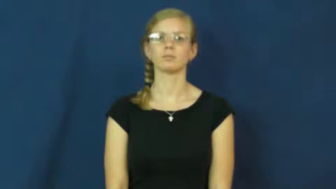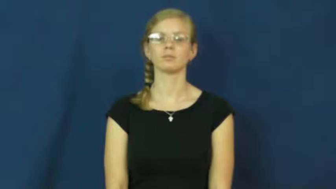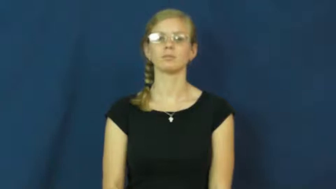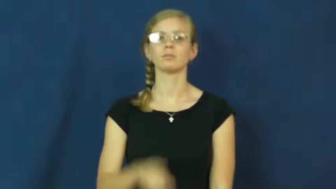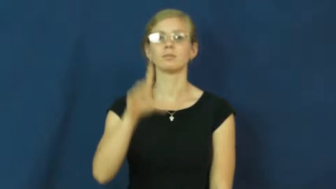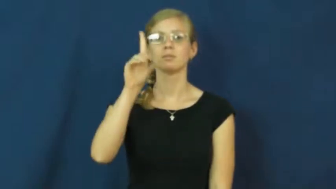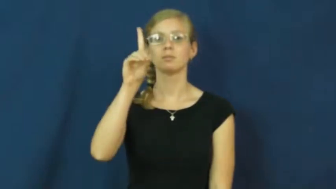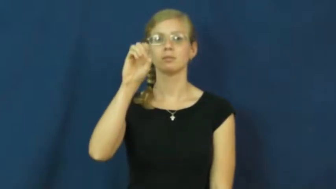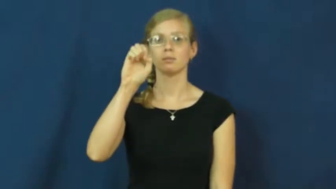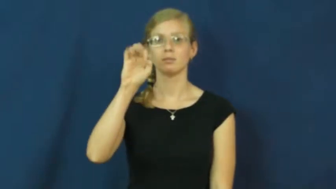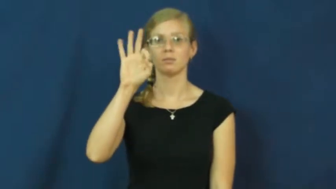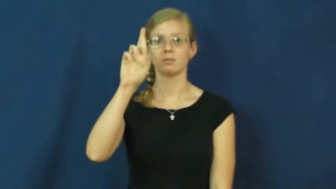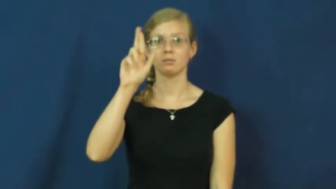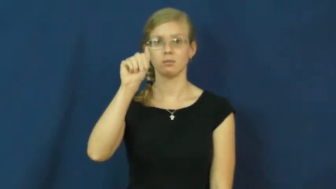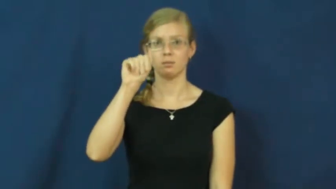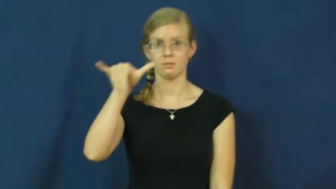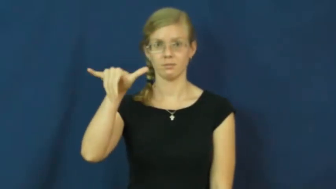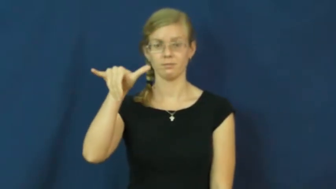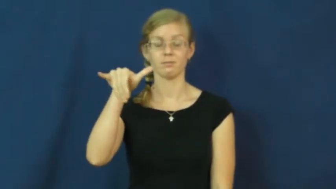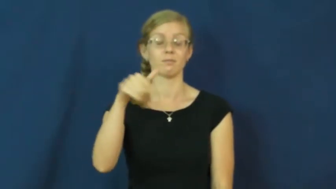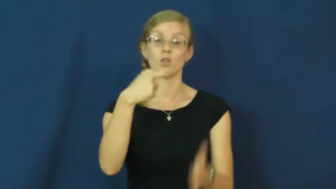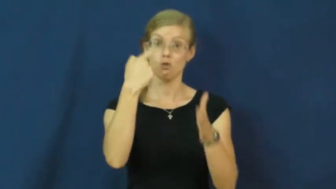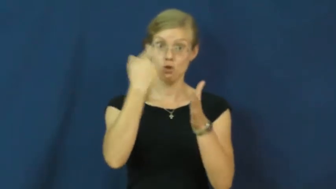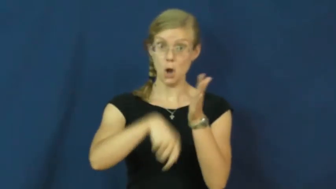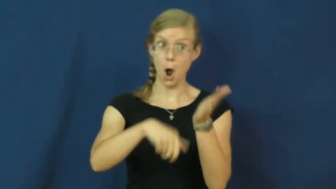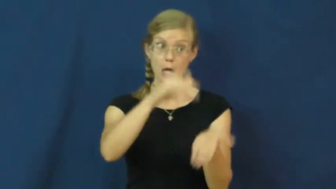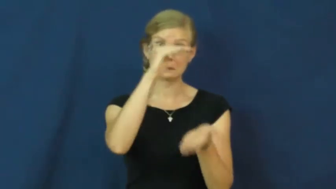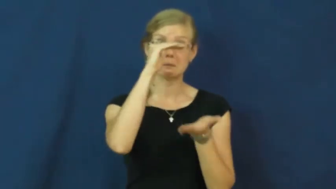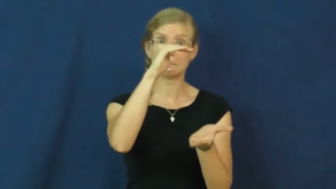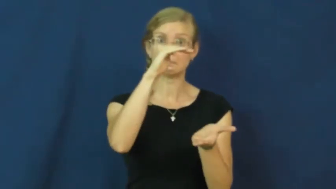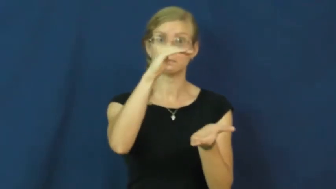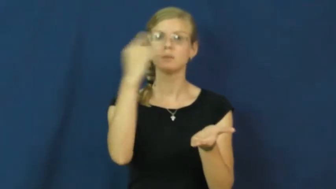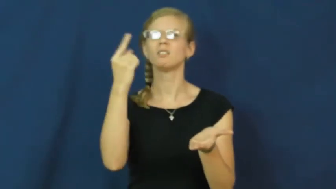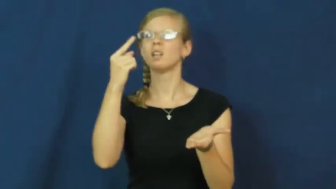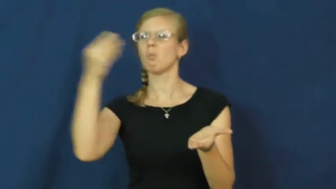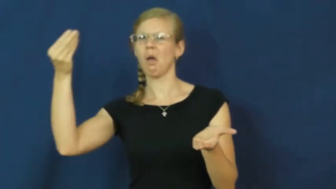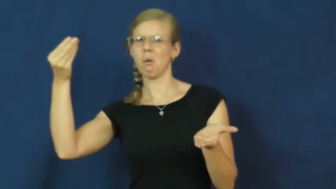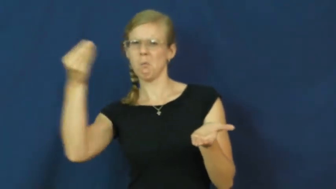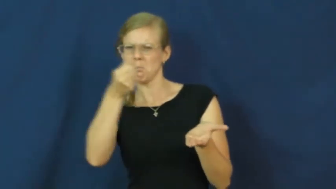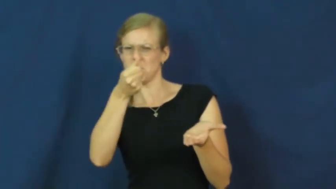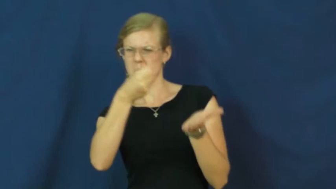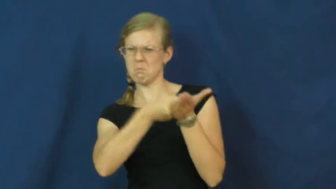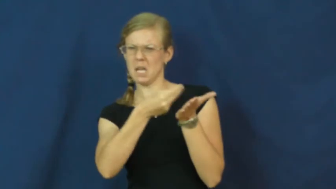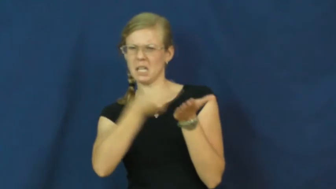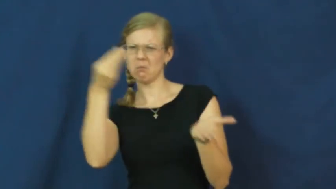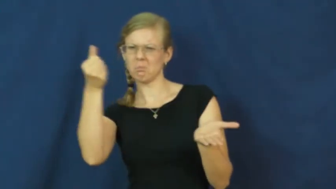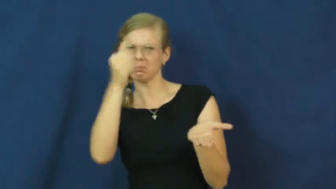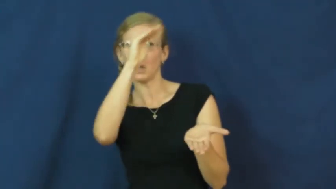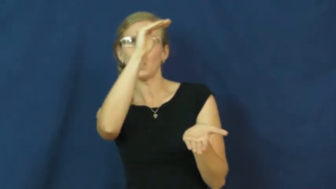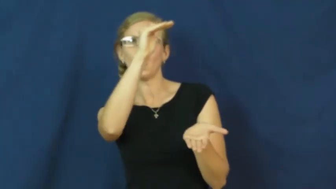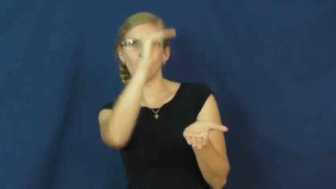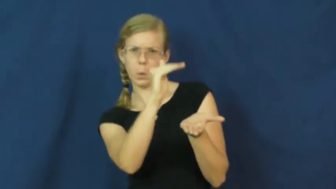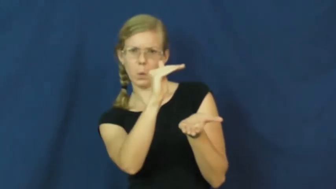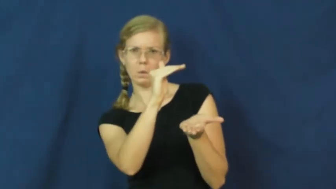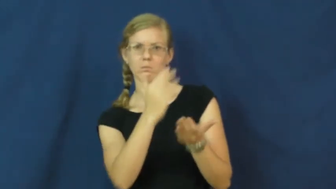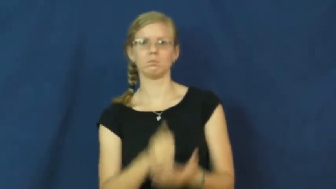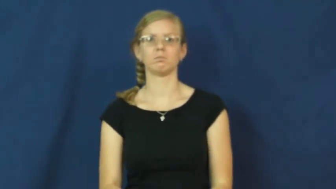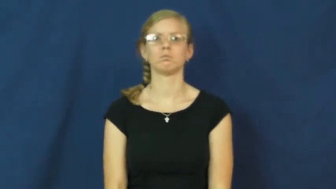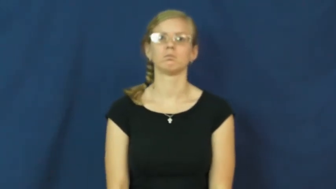defray